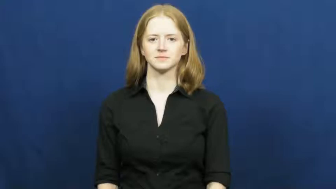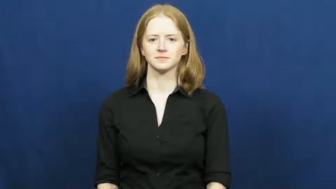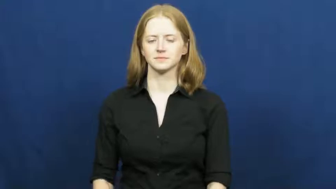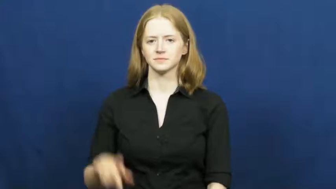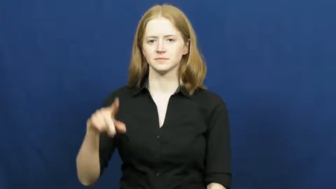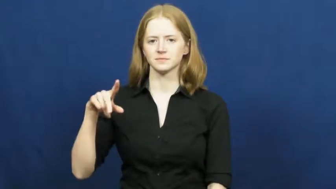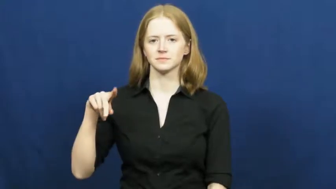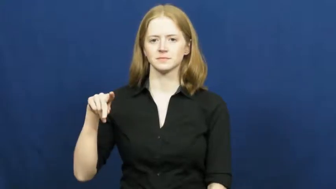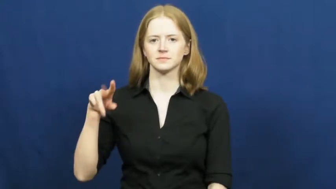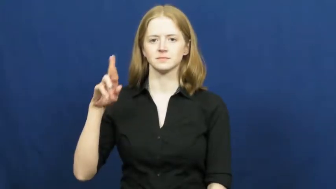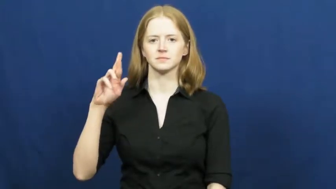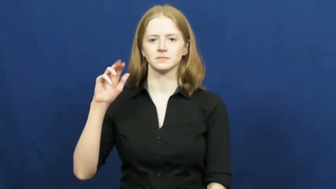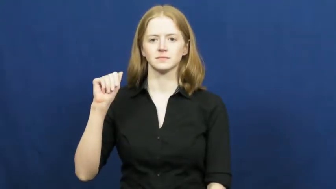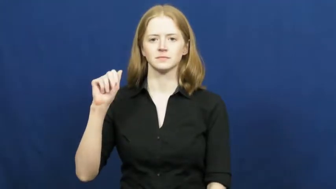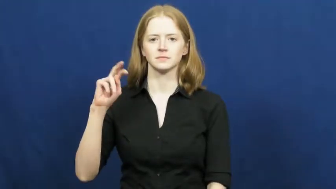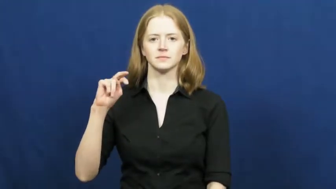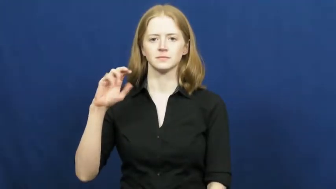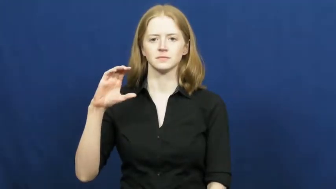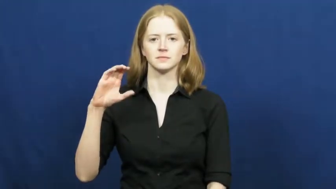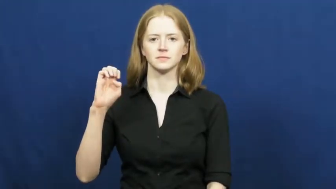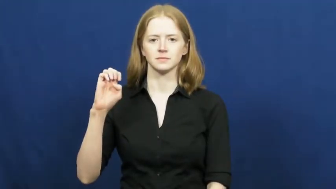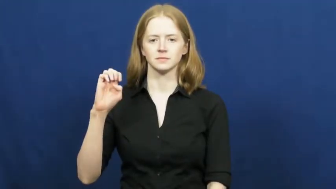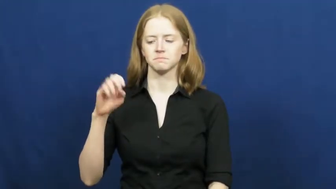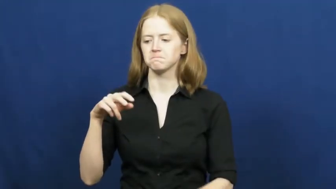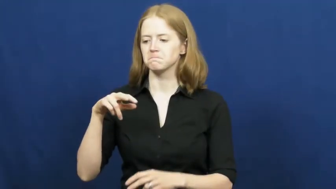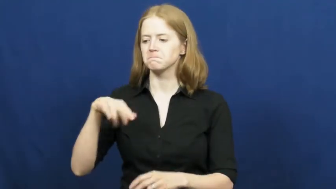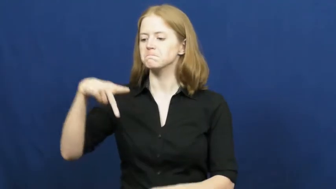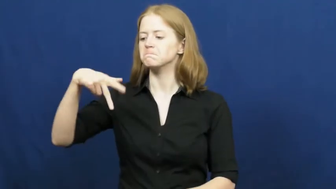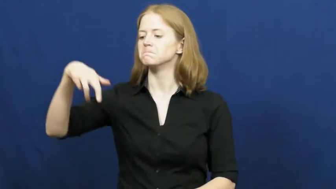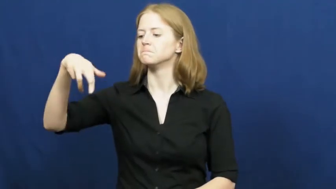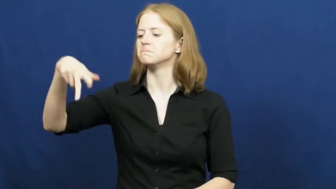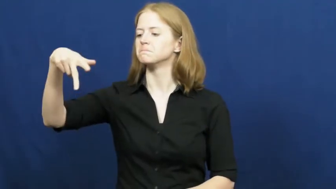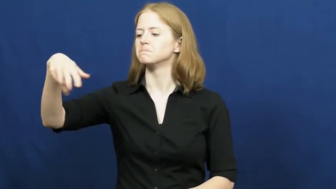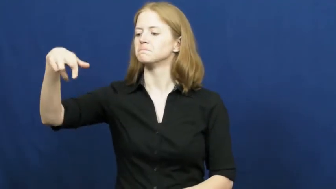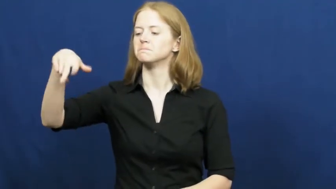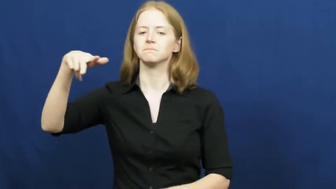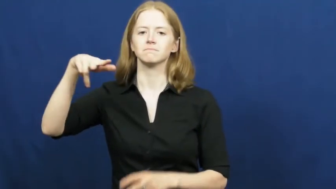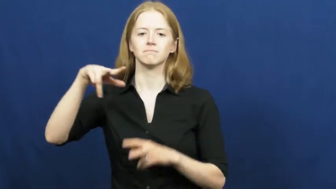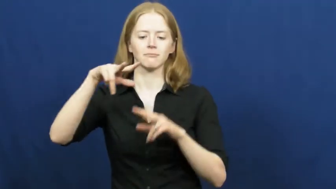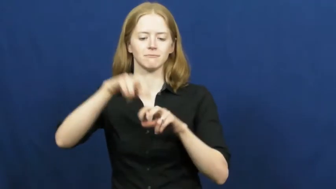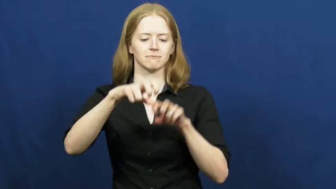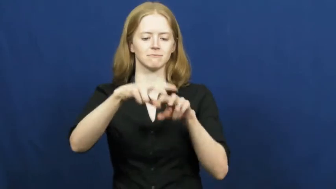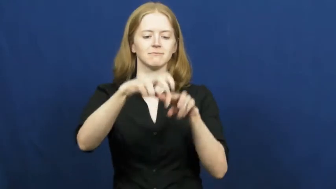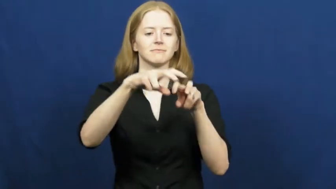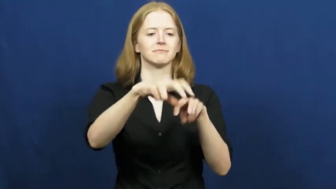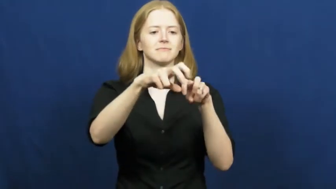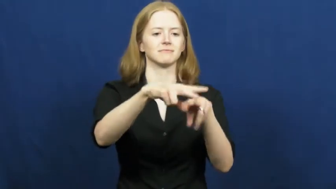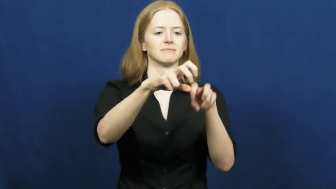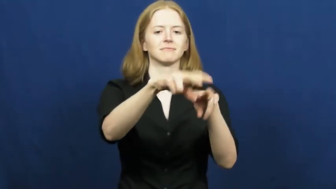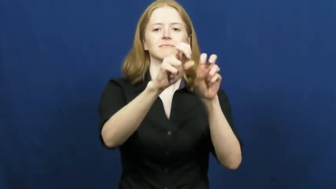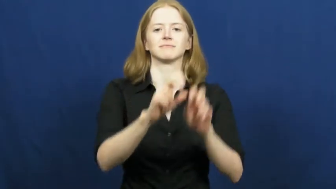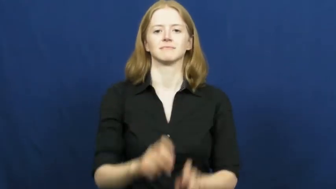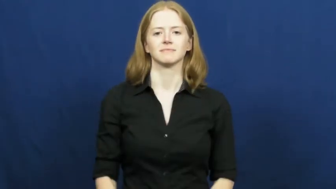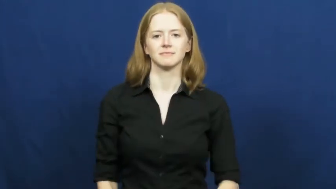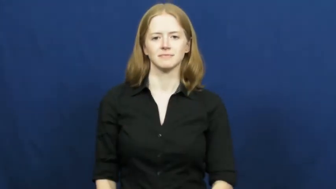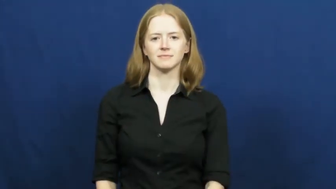prance